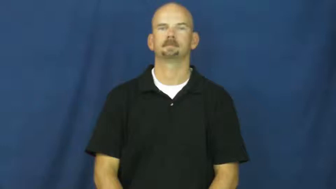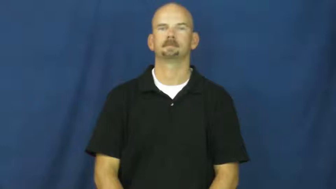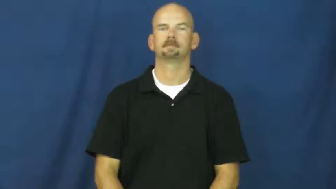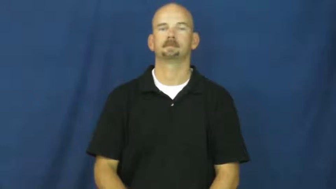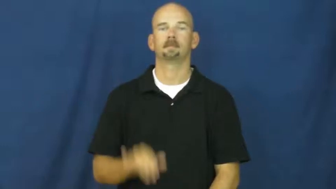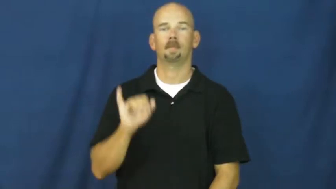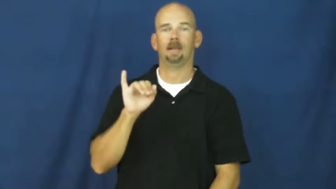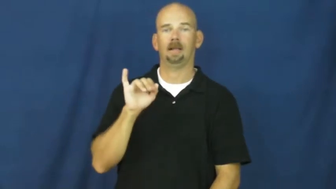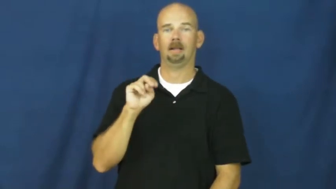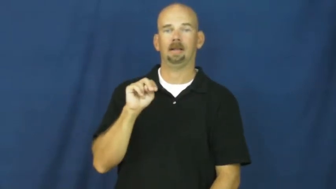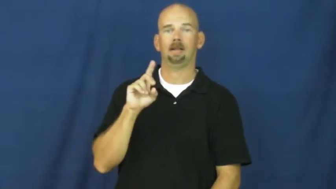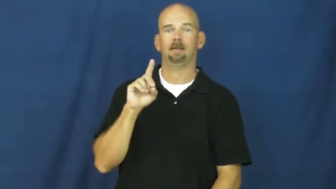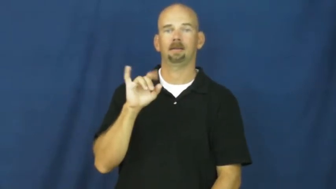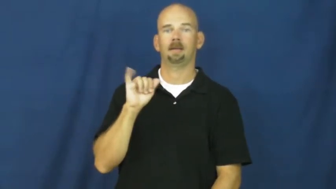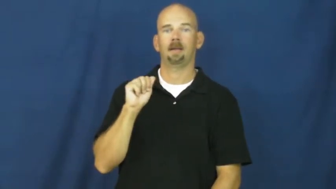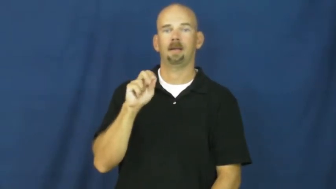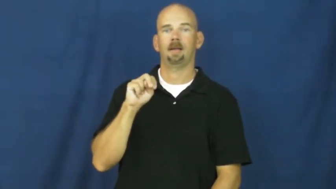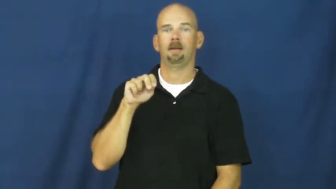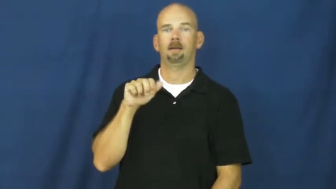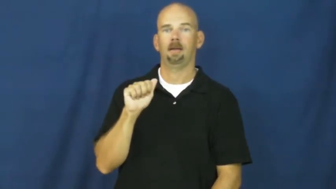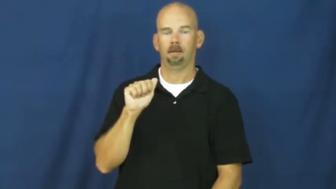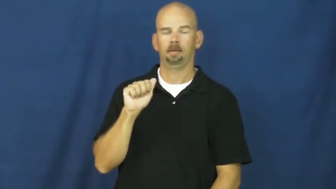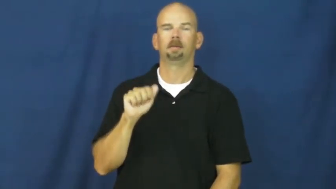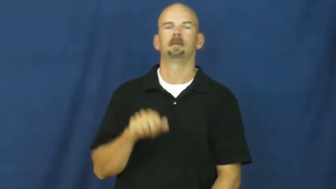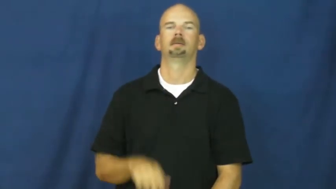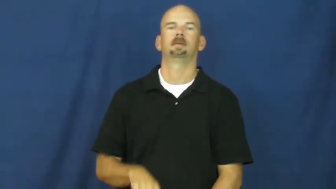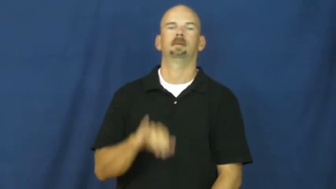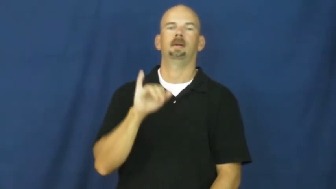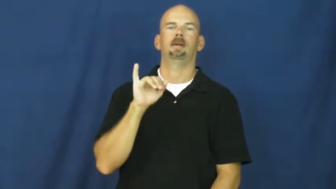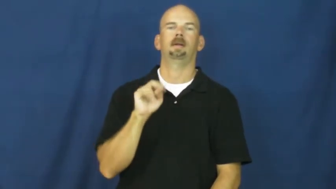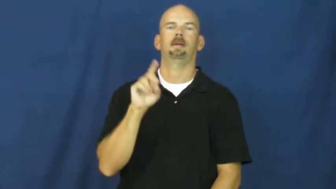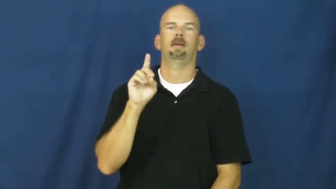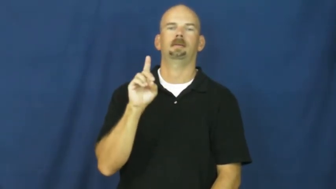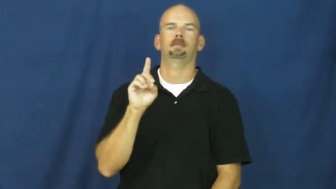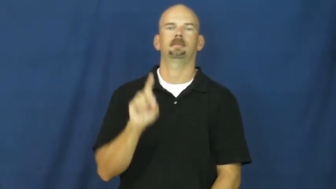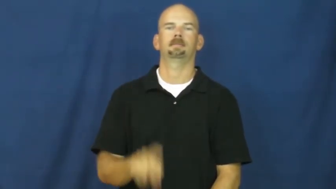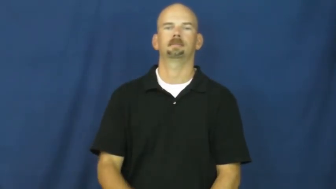indiana